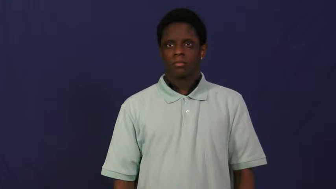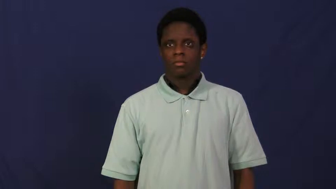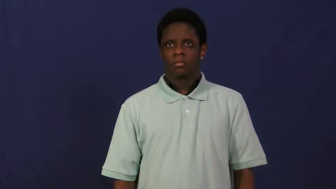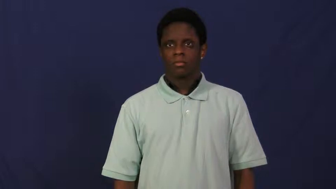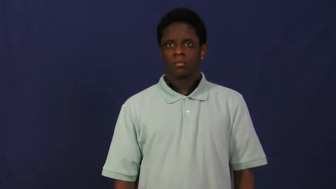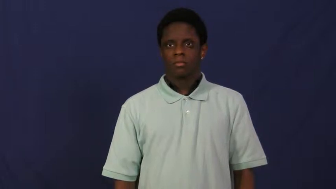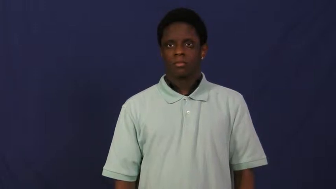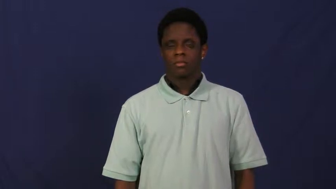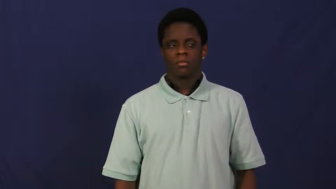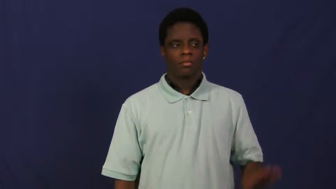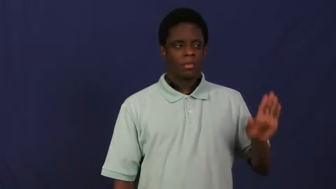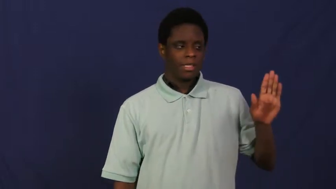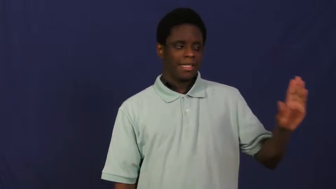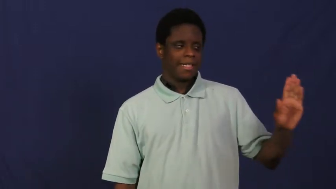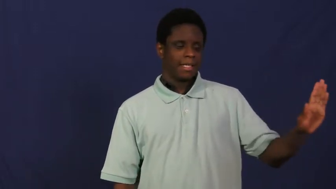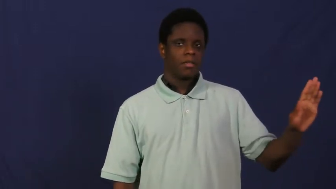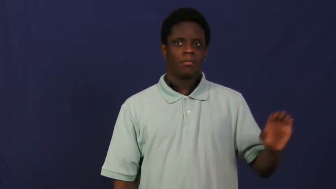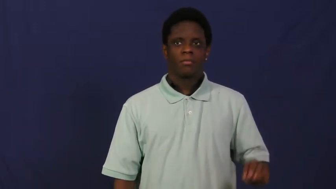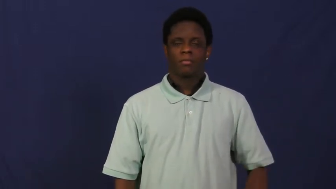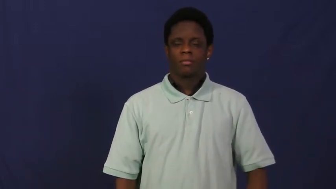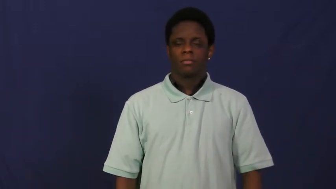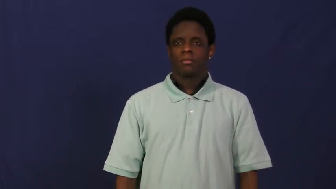his,her,hers